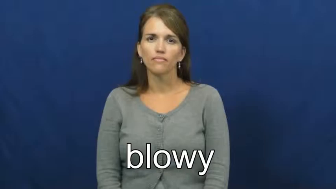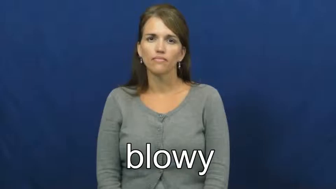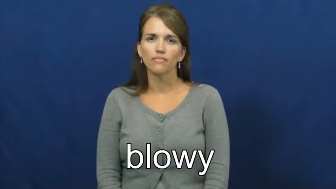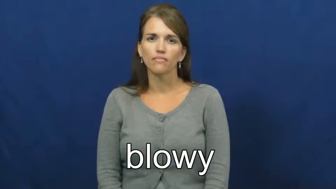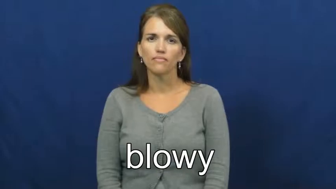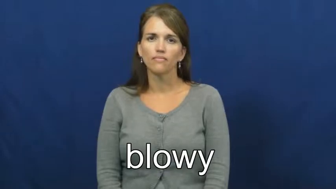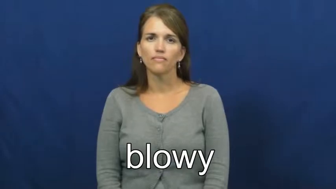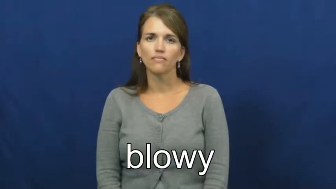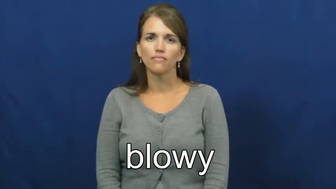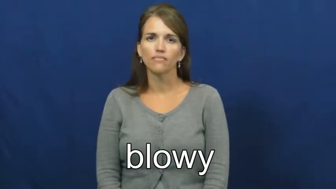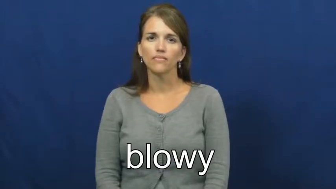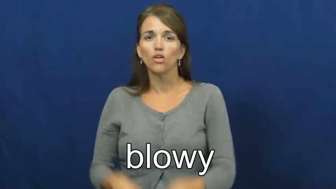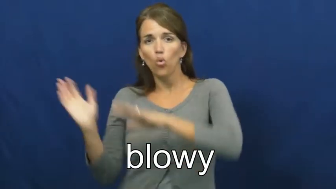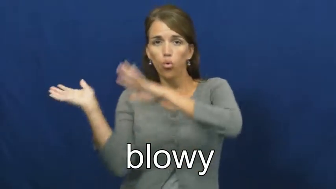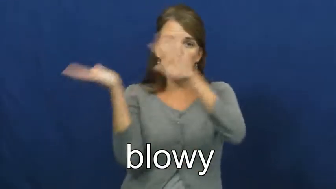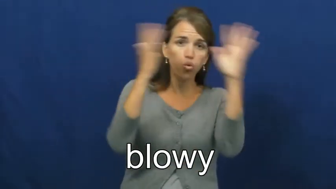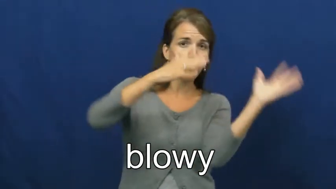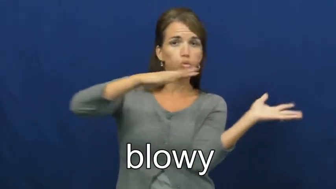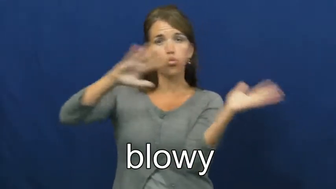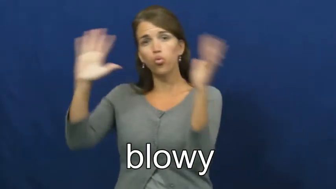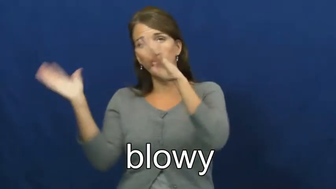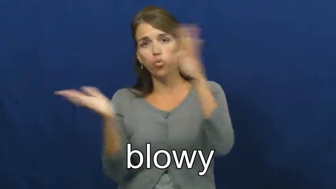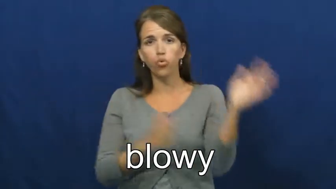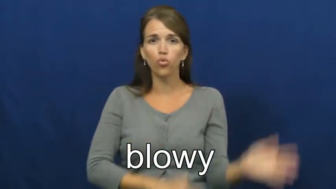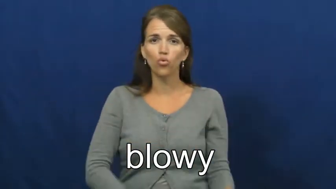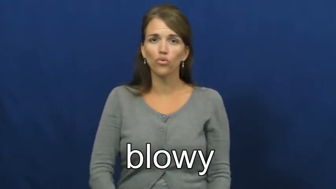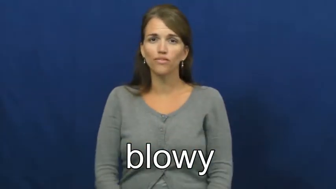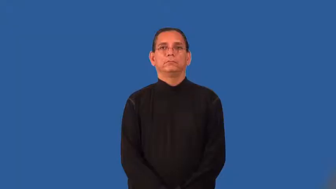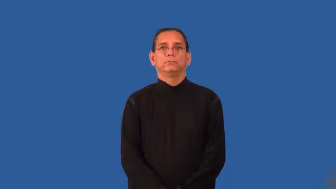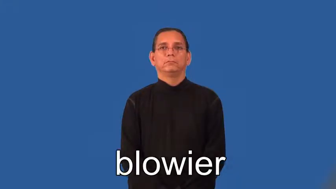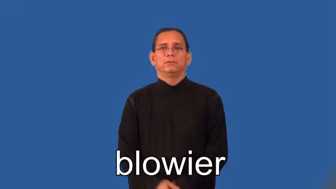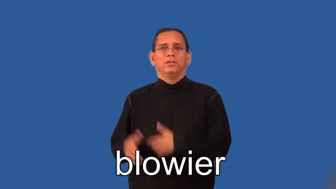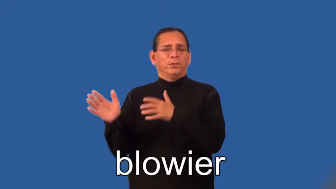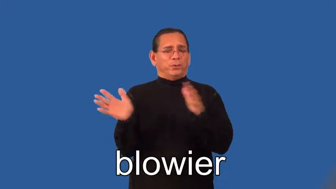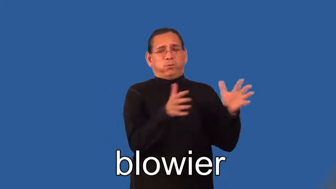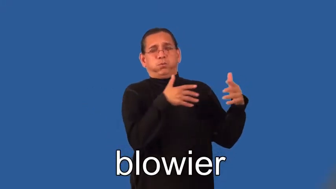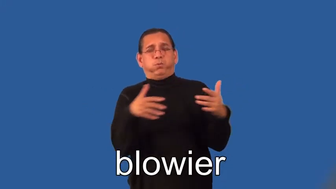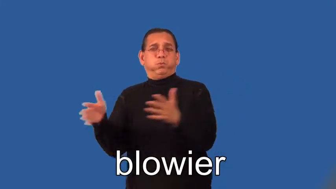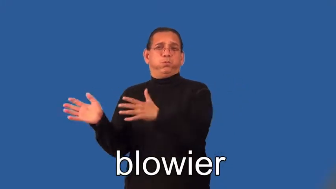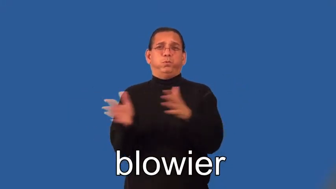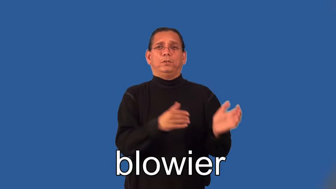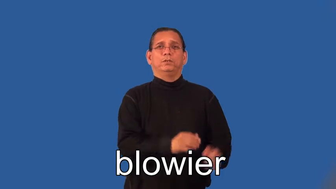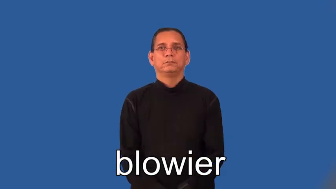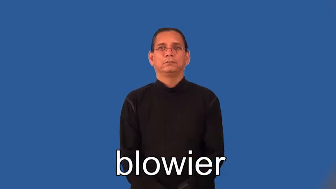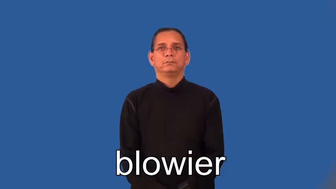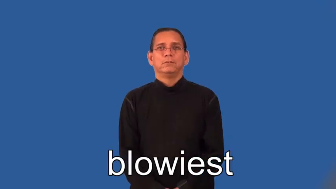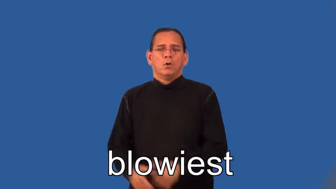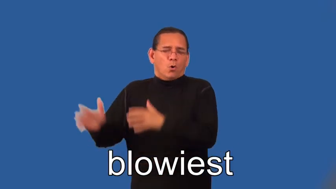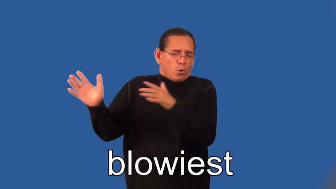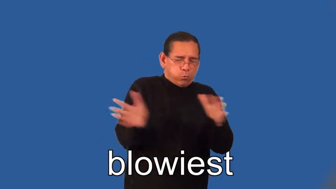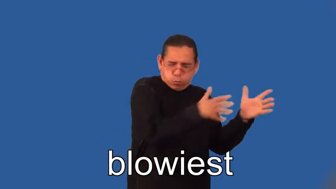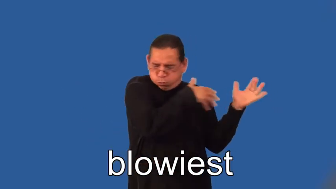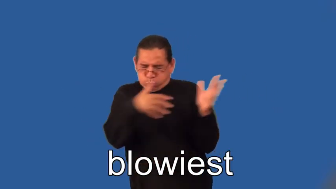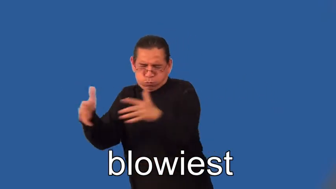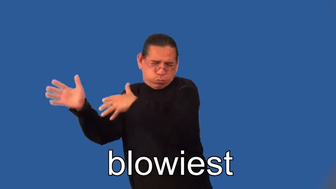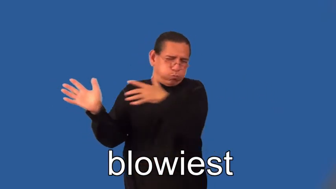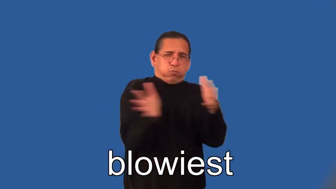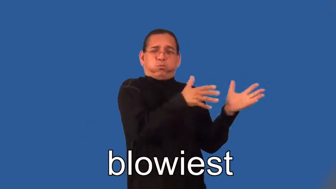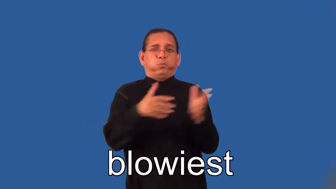blowier,blowiest